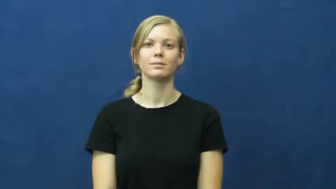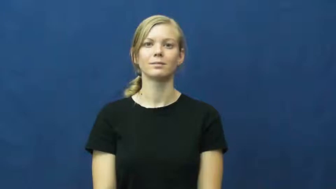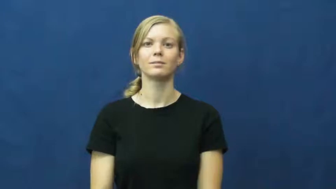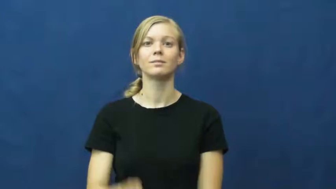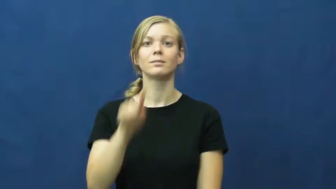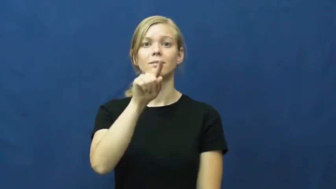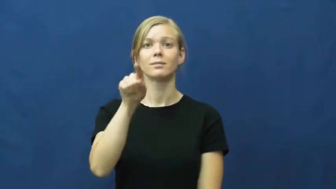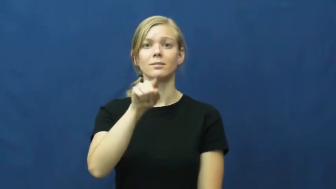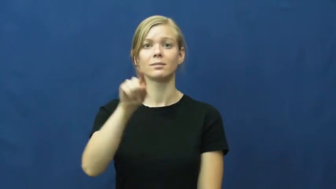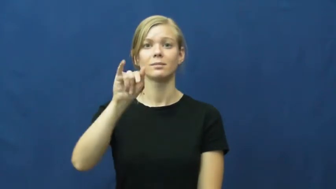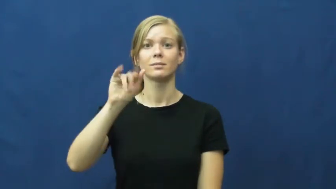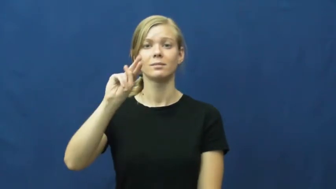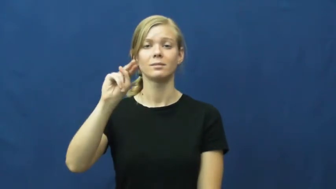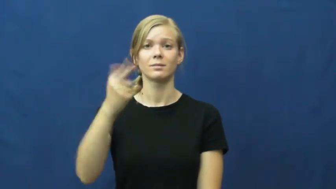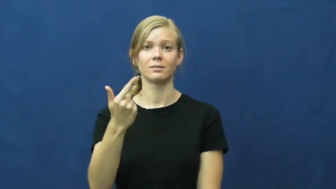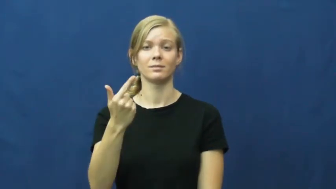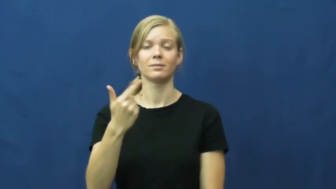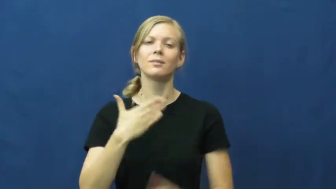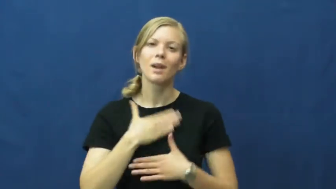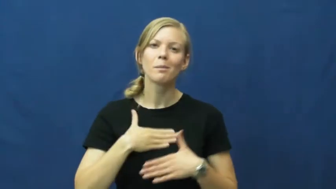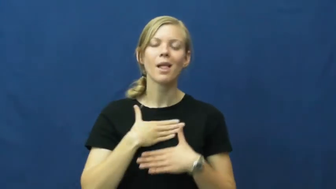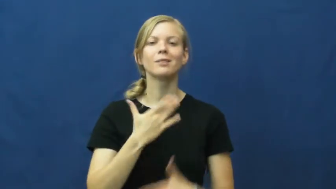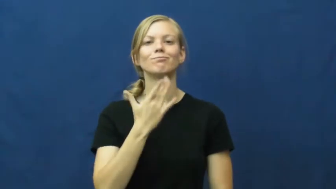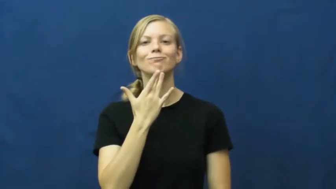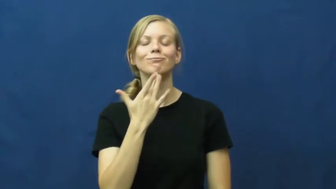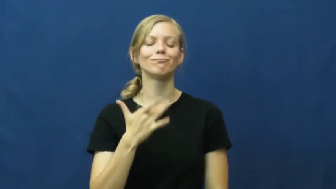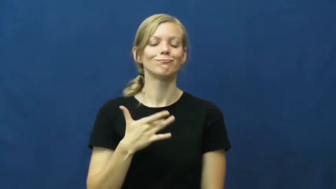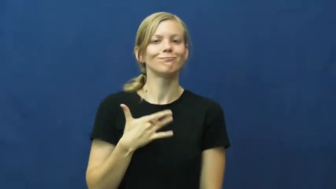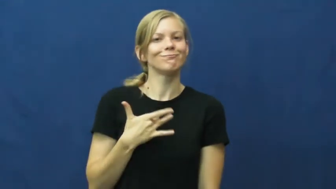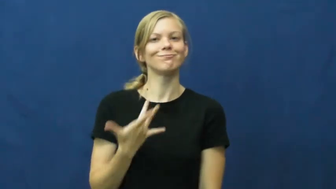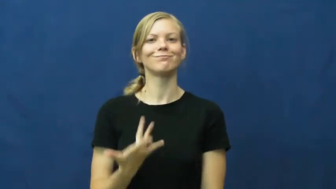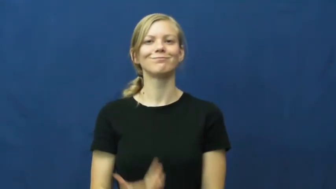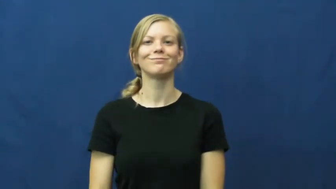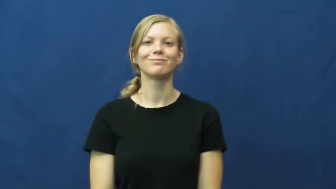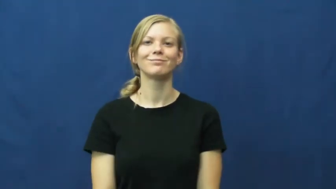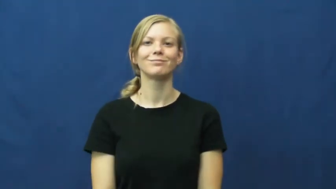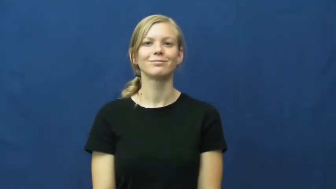zing-pleasant